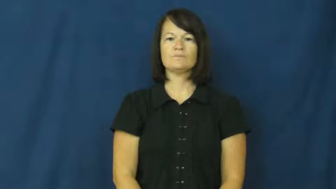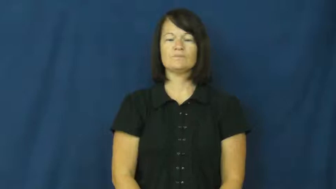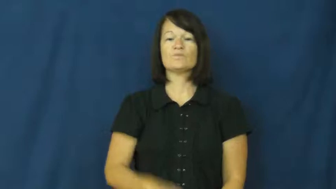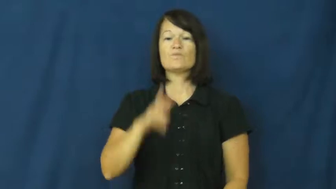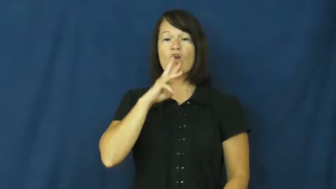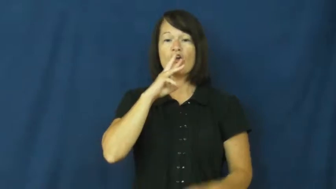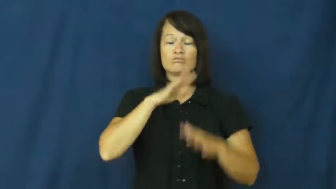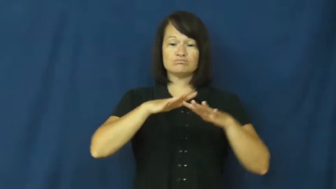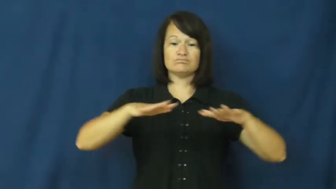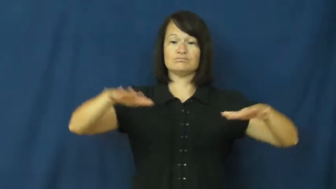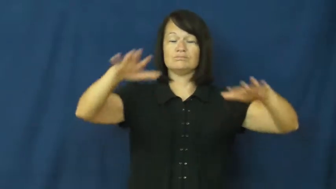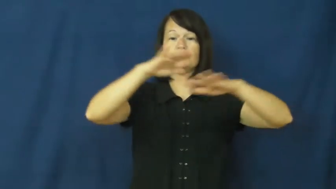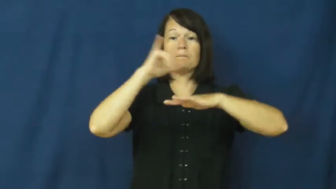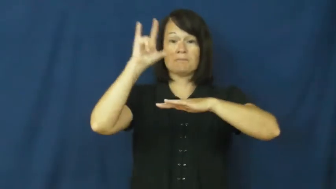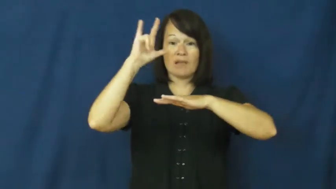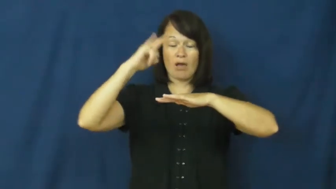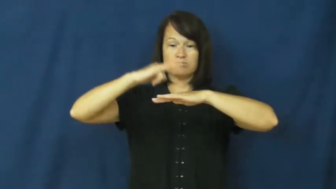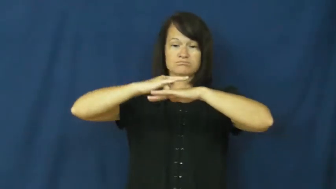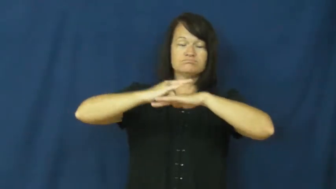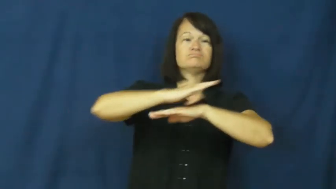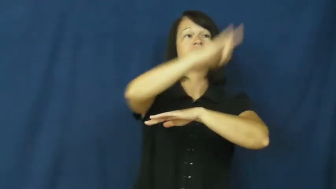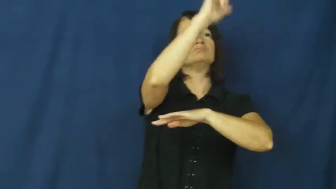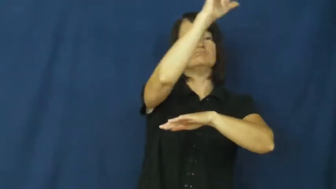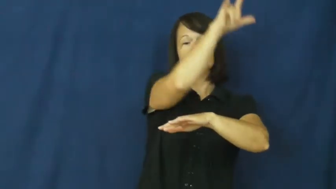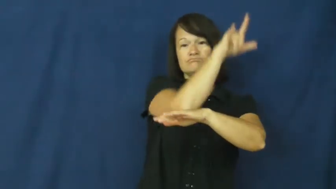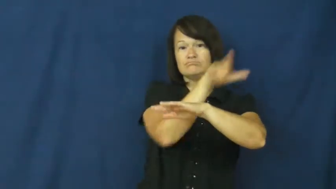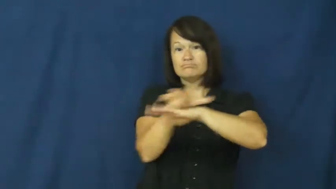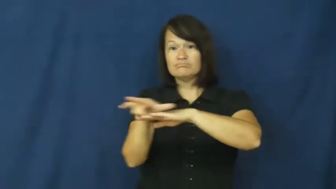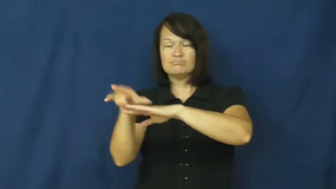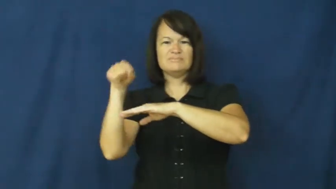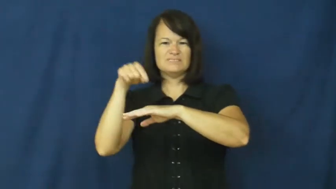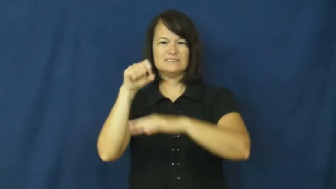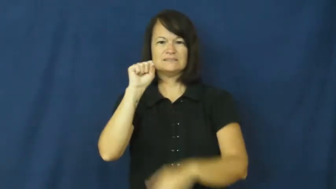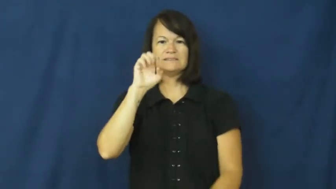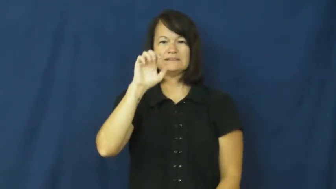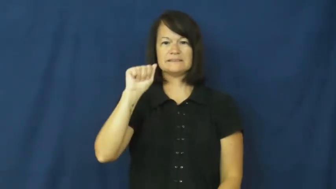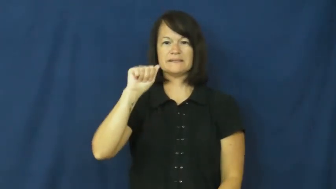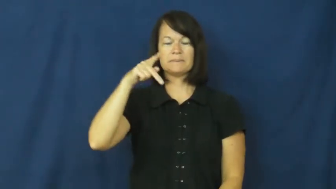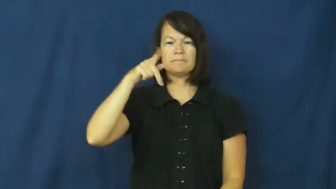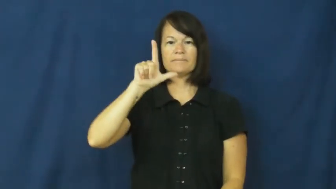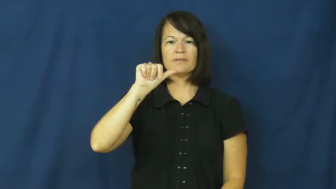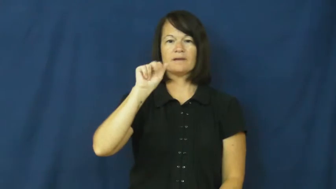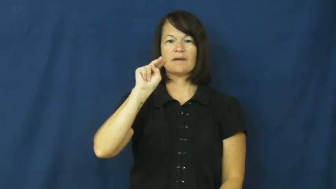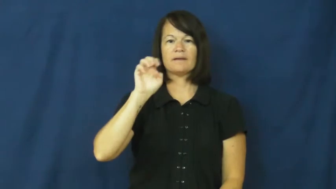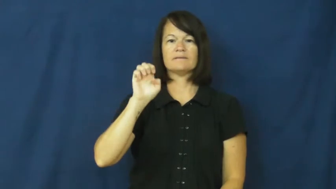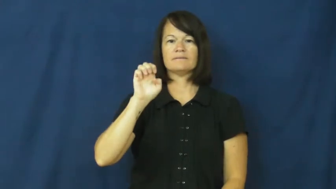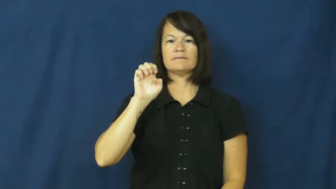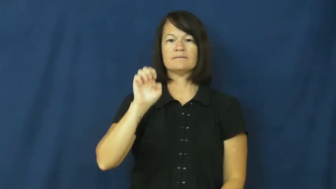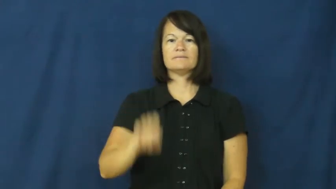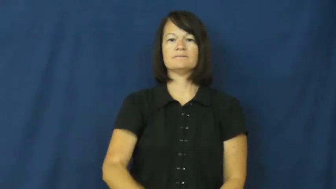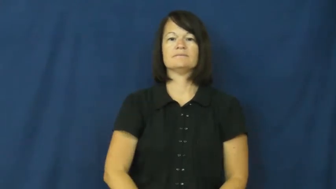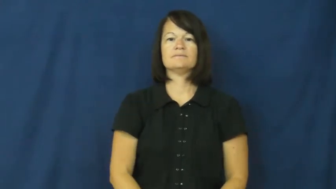seaplane